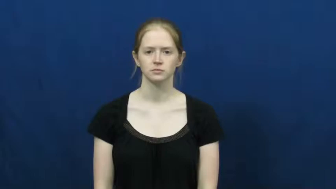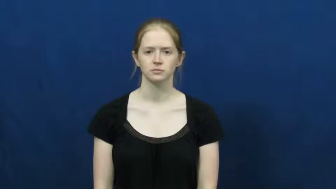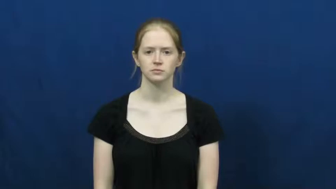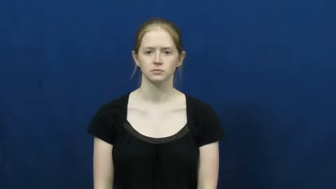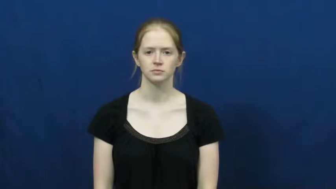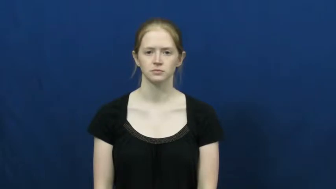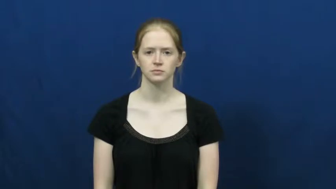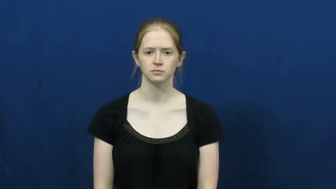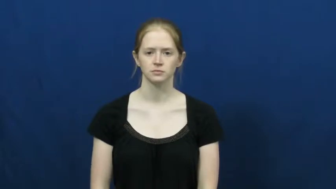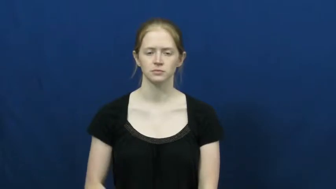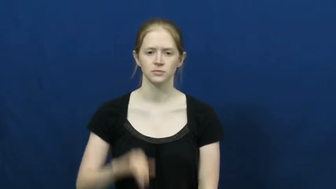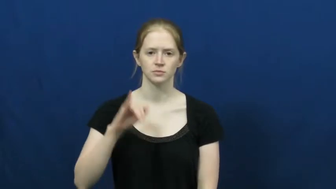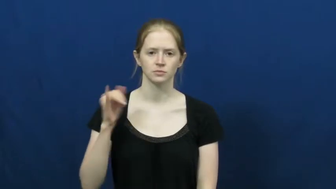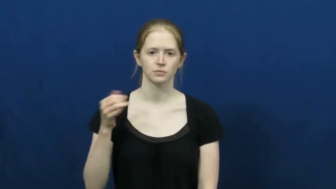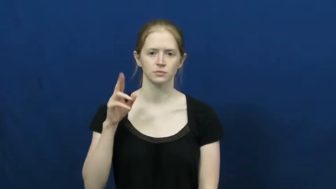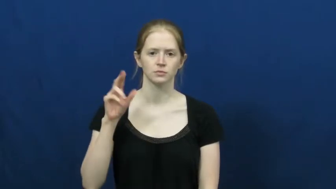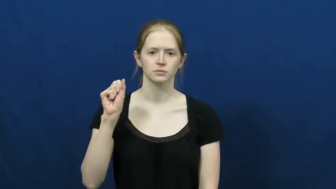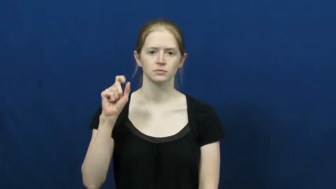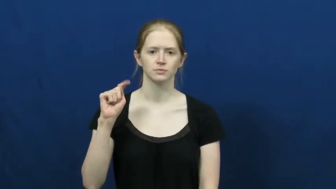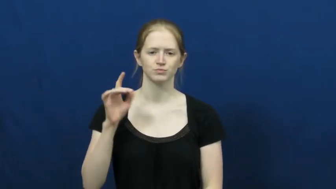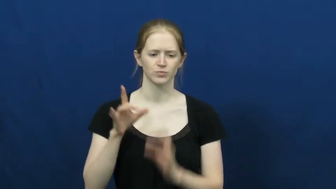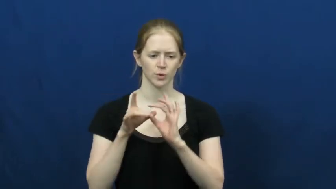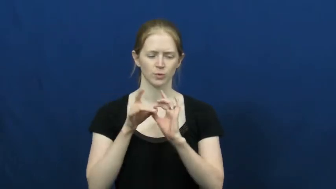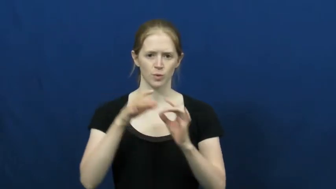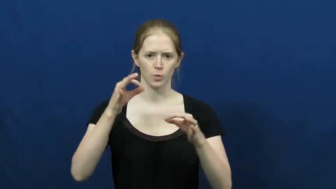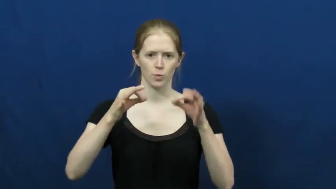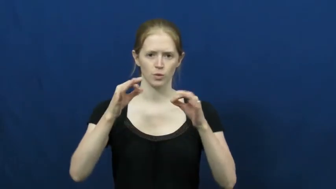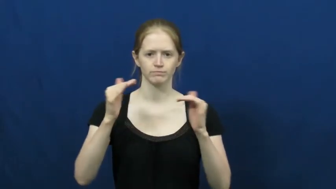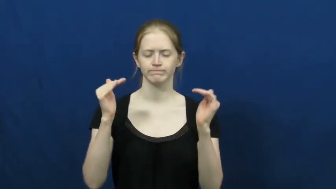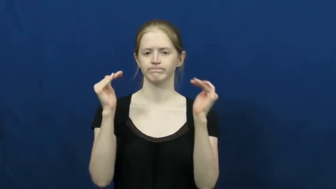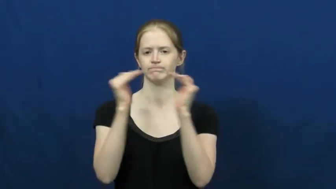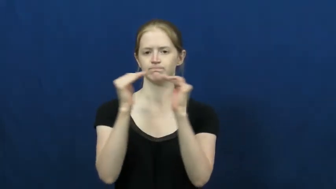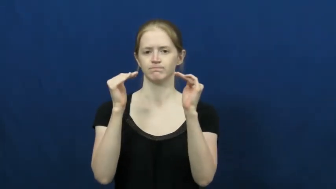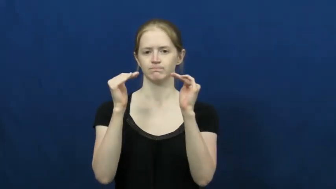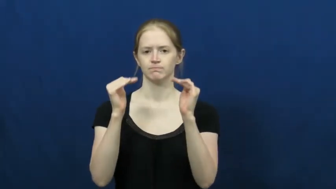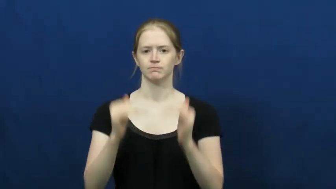just-fair